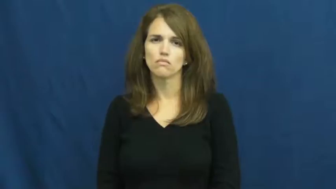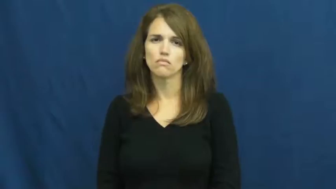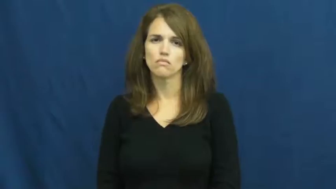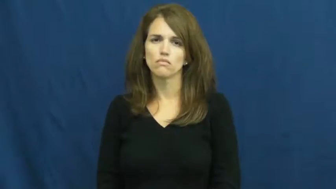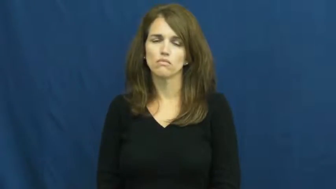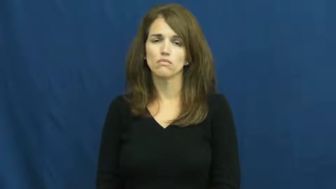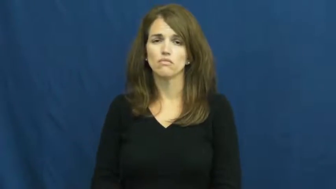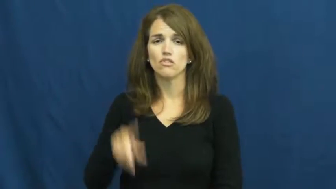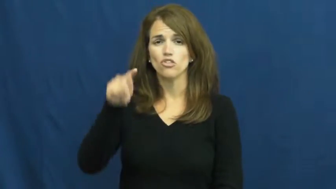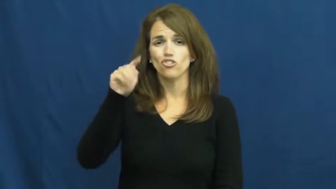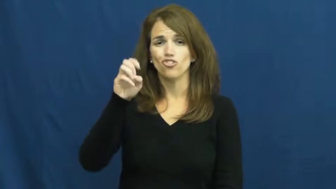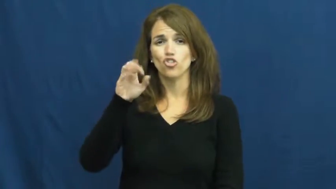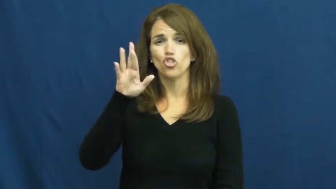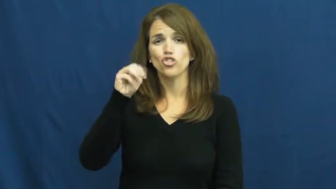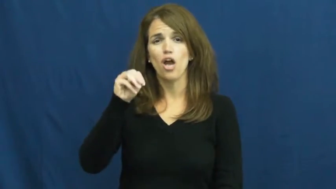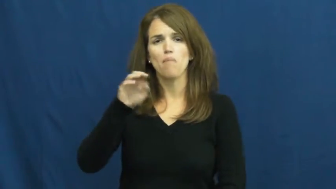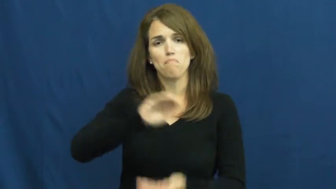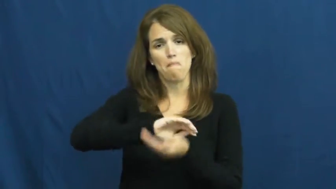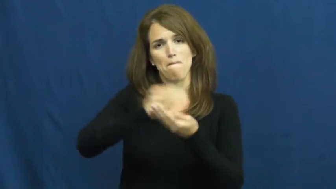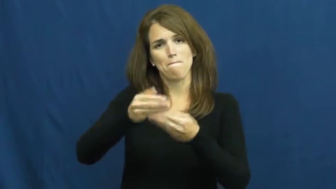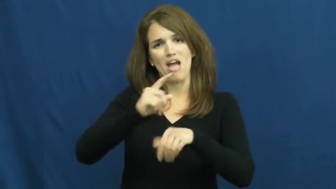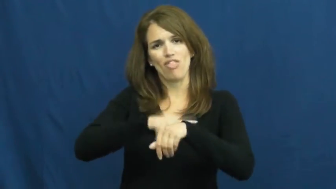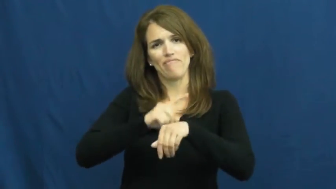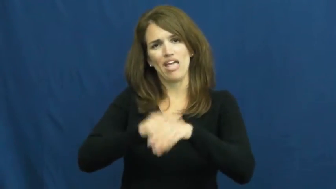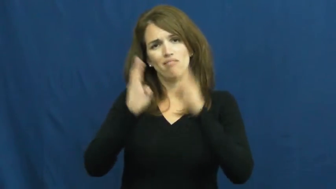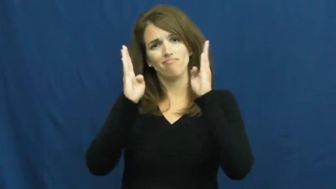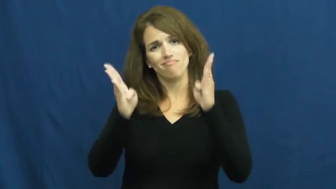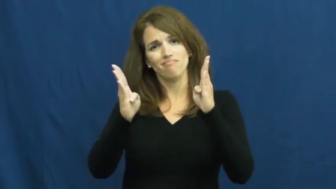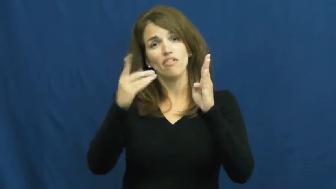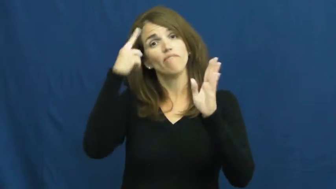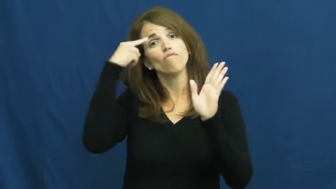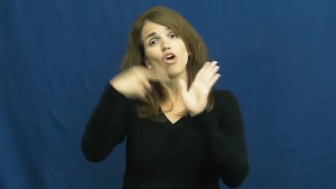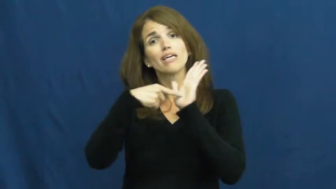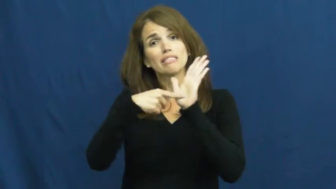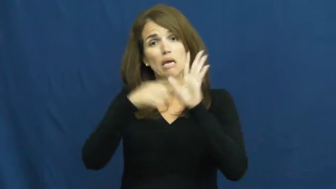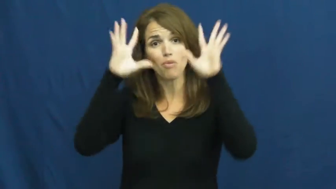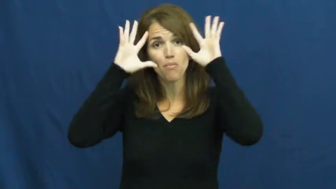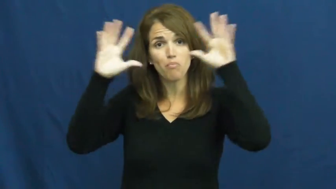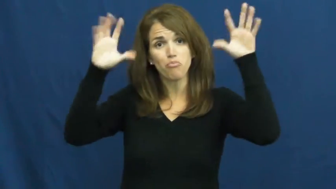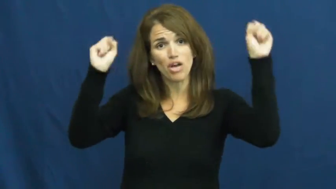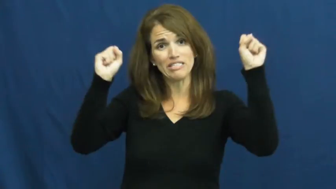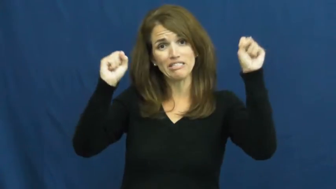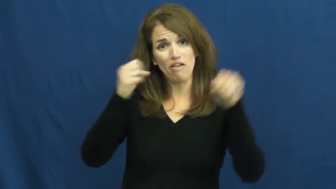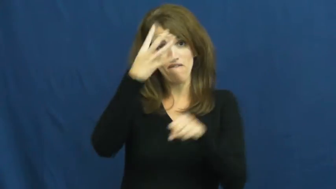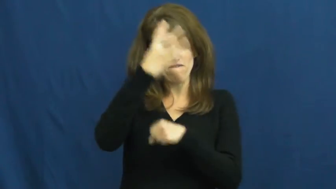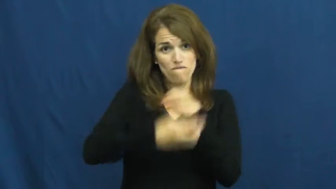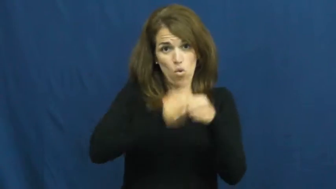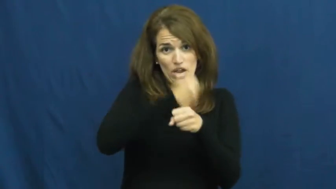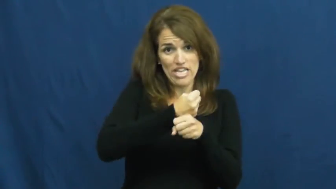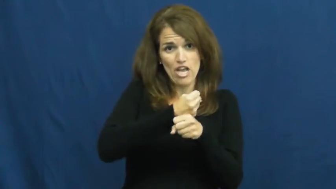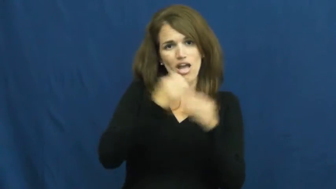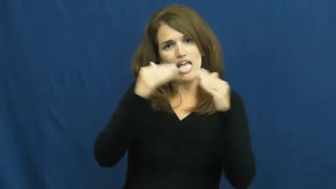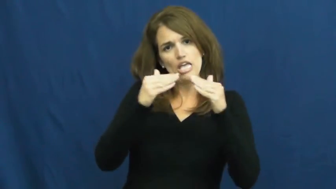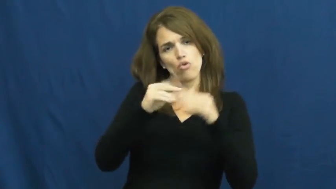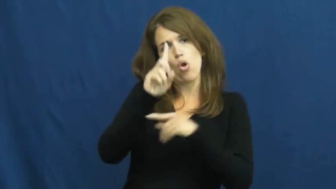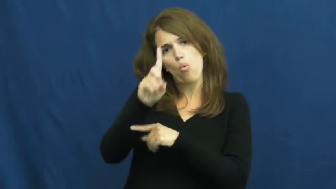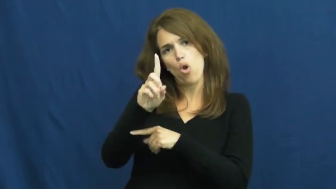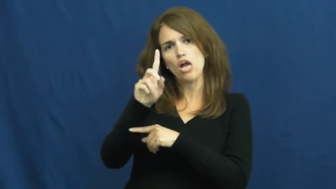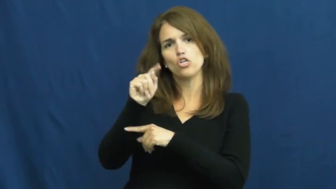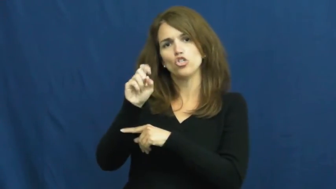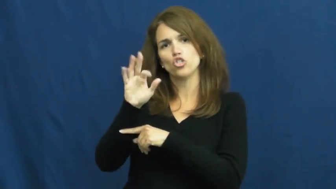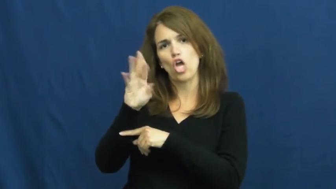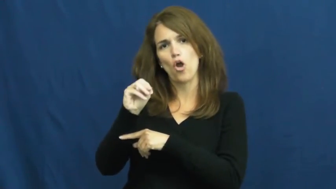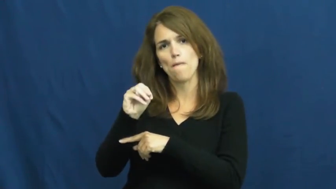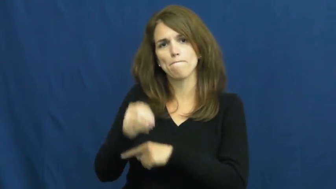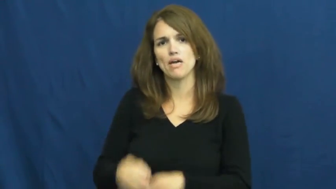term-time